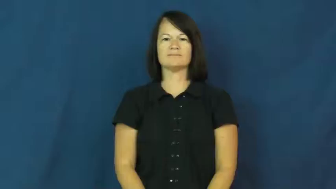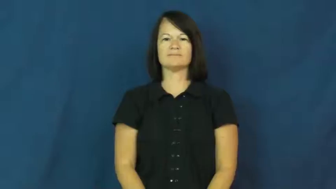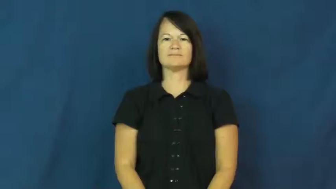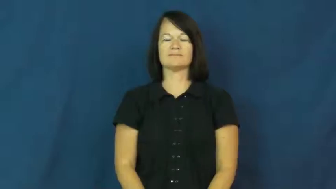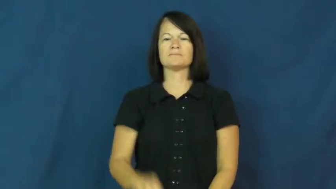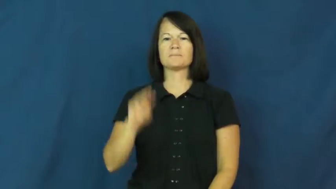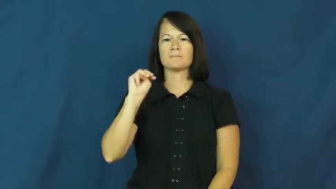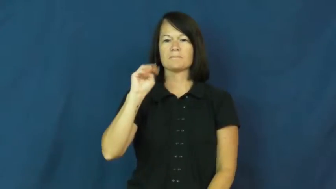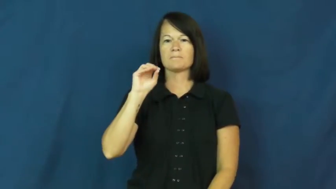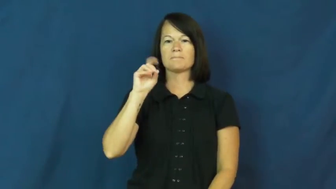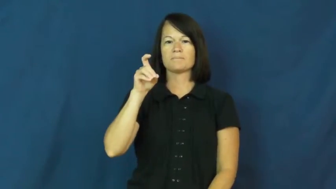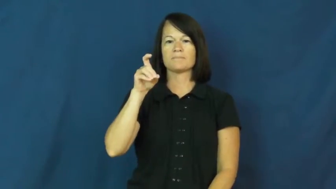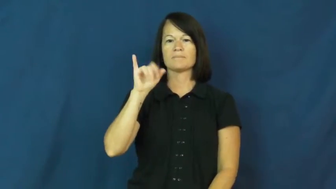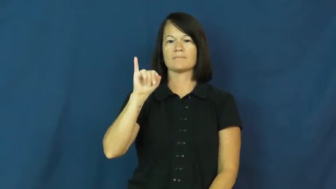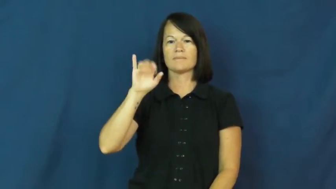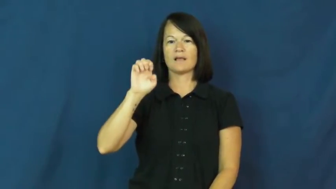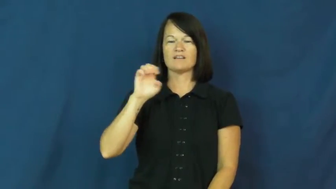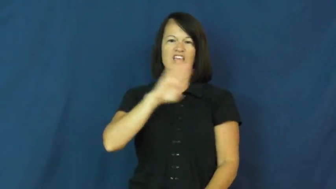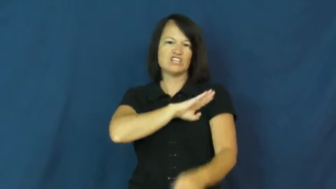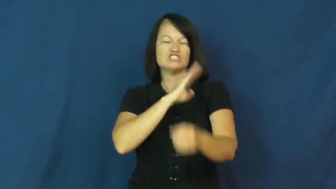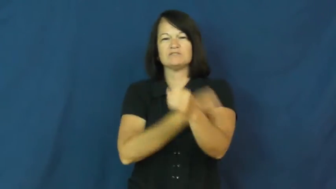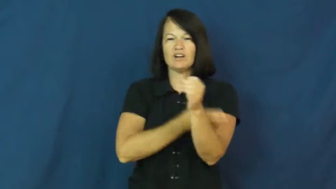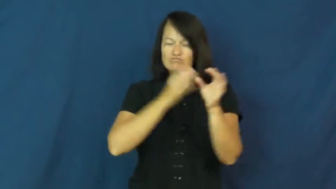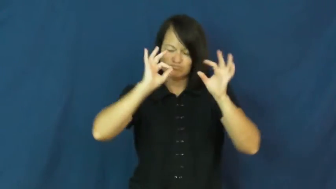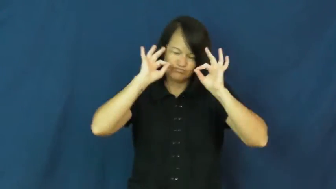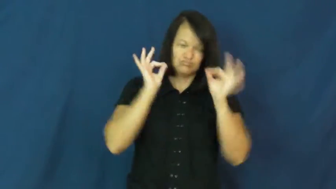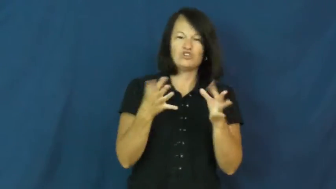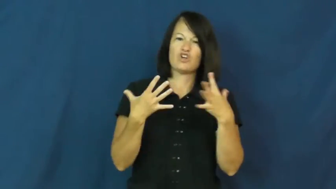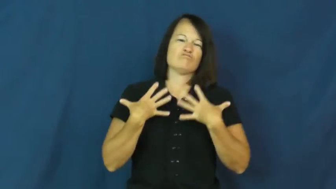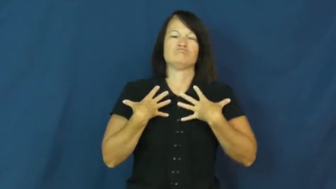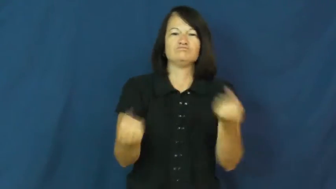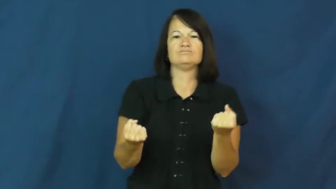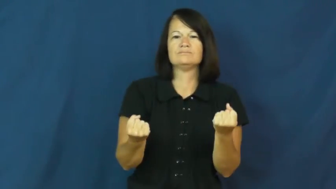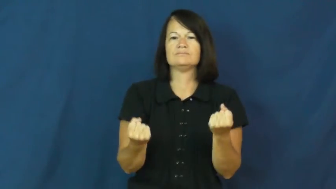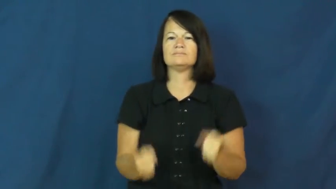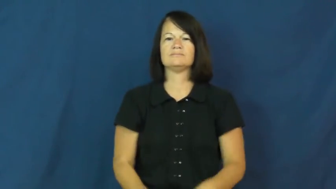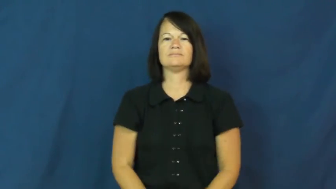moxy